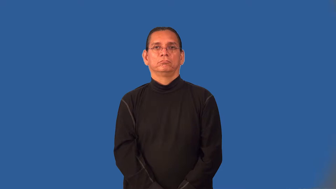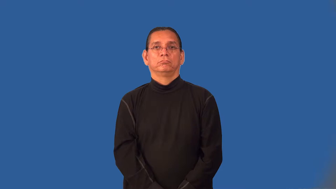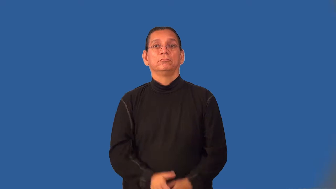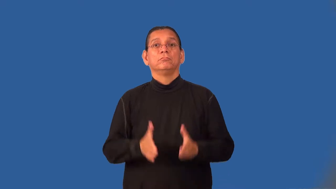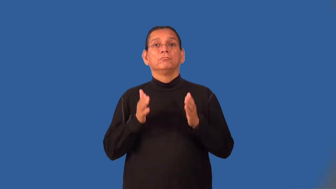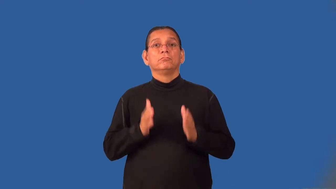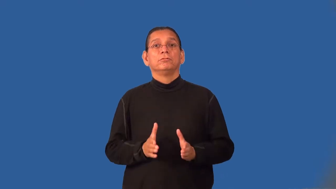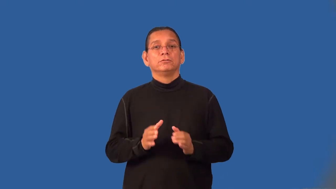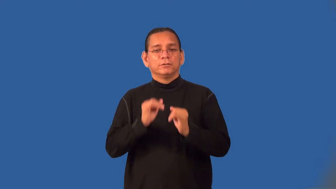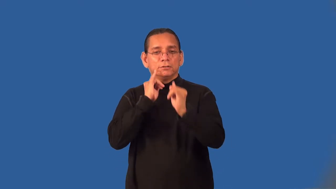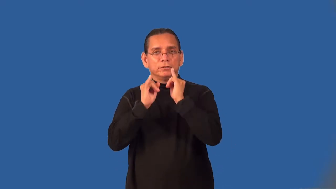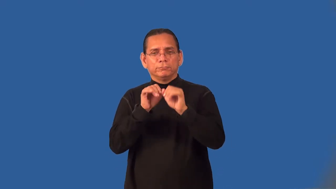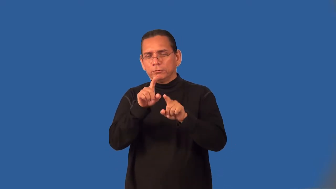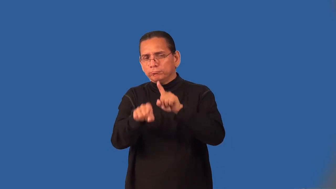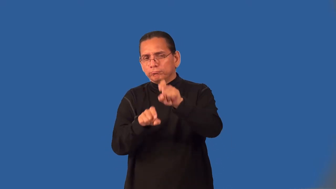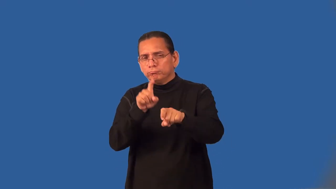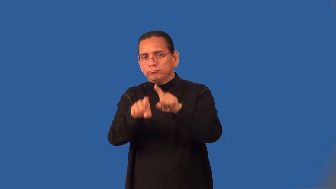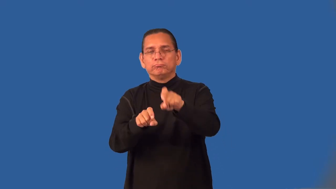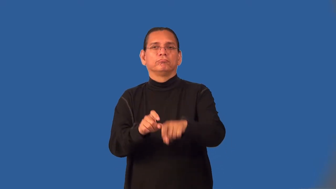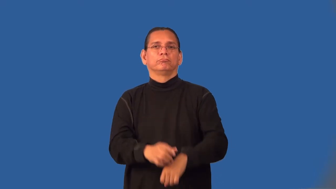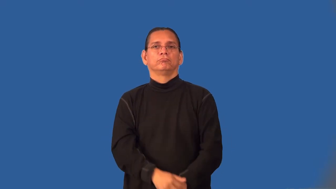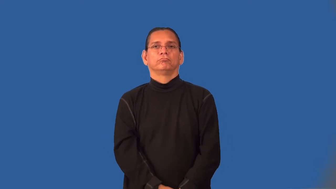interviewer,questioner